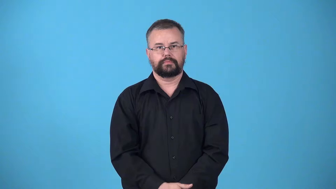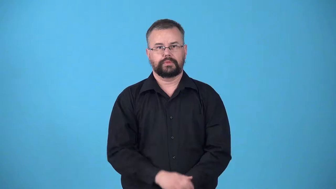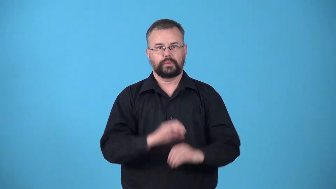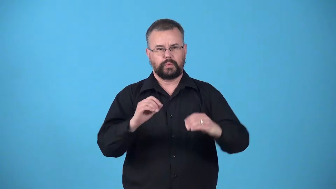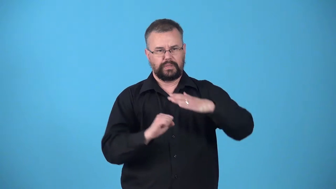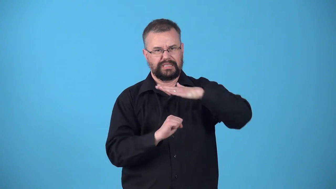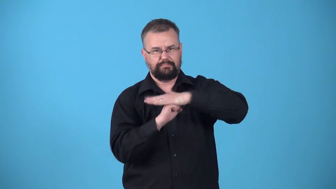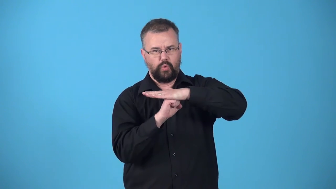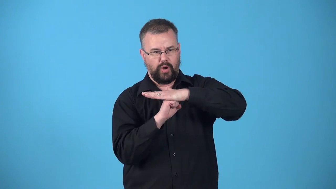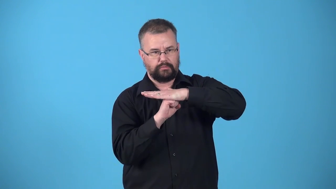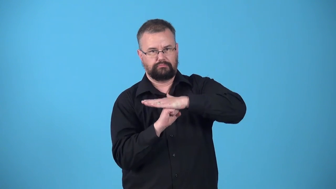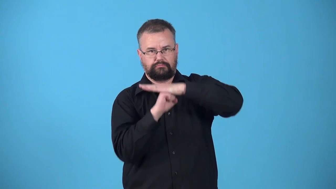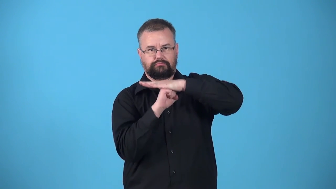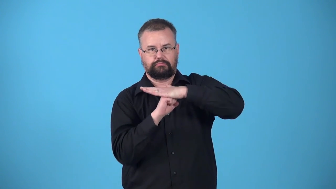unsupported